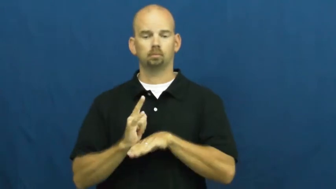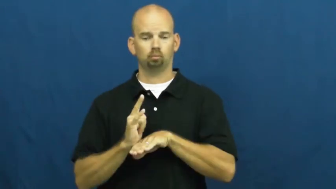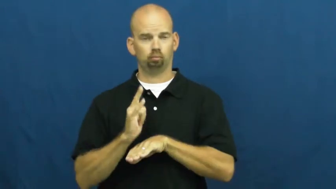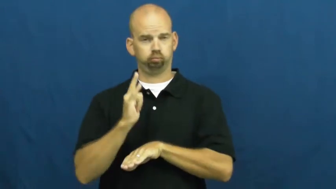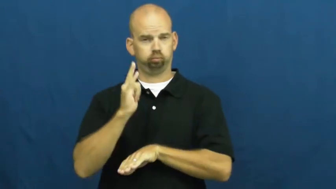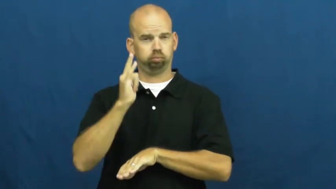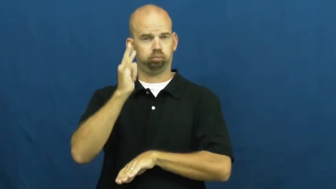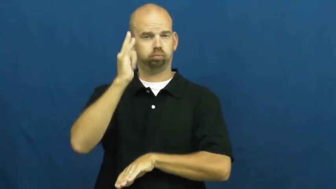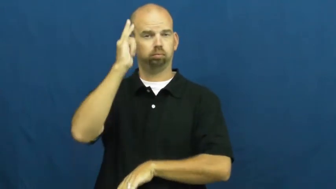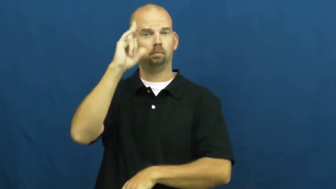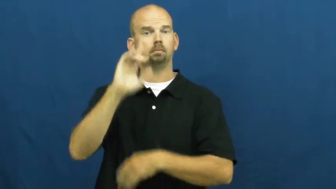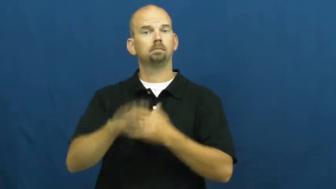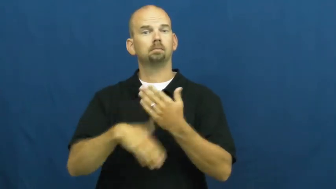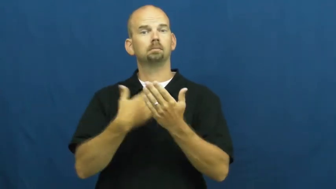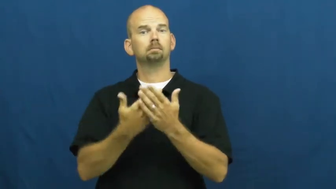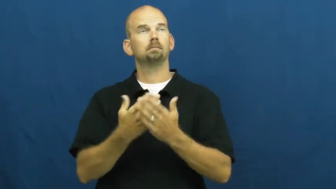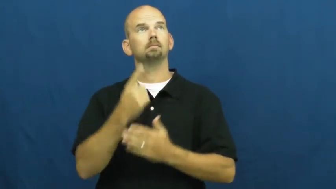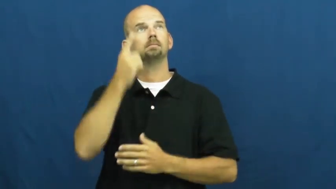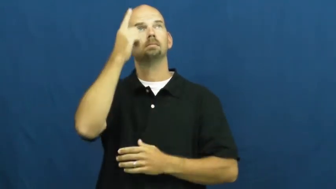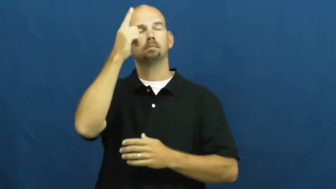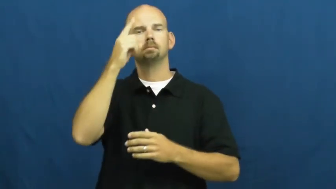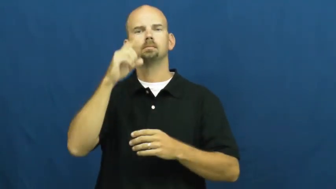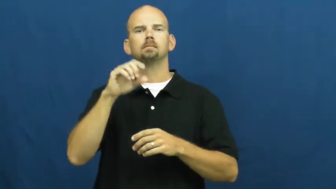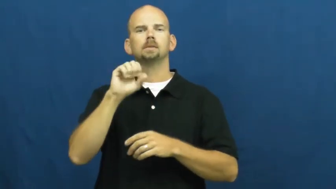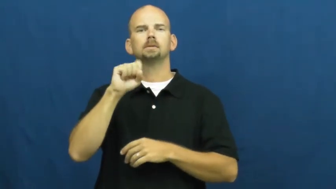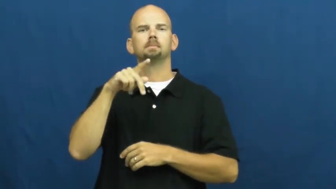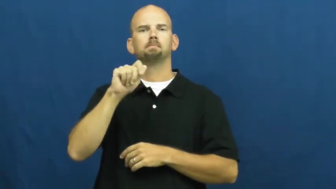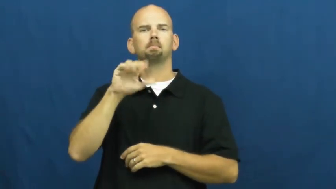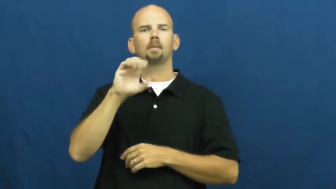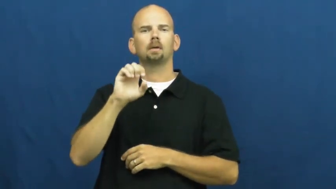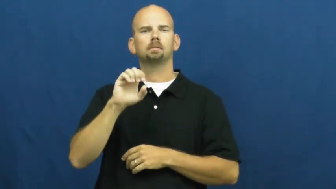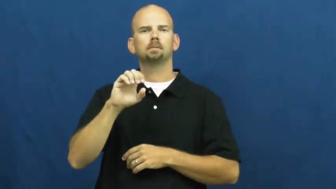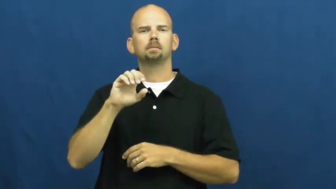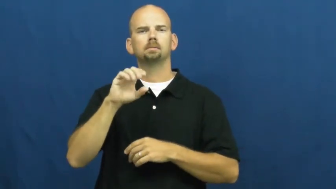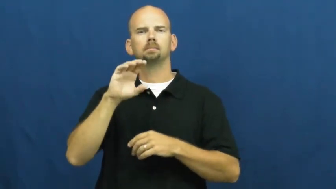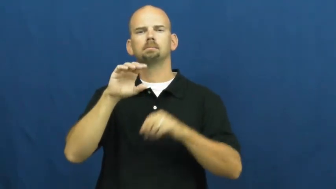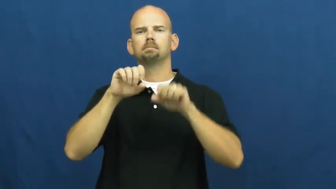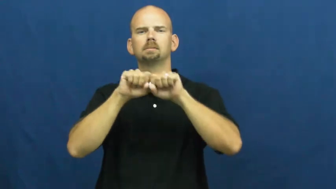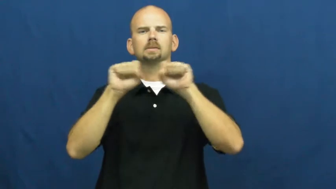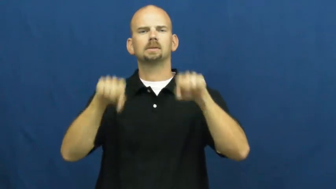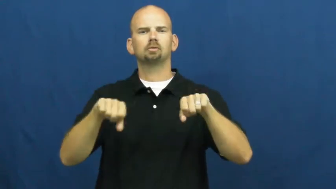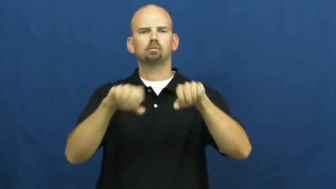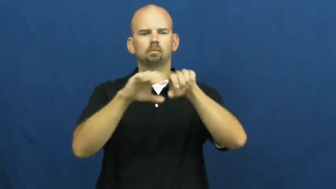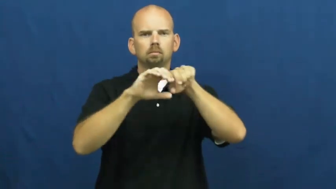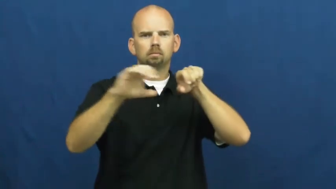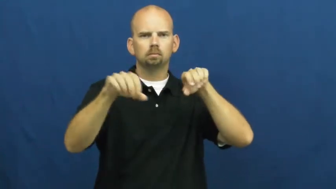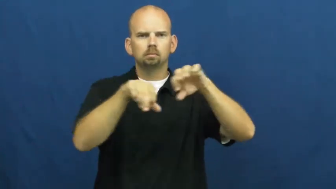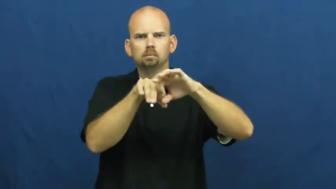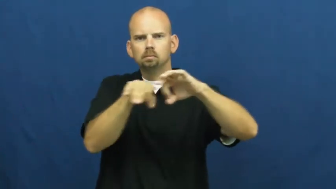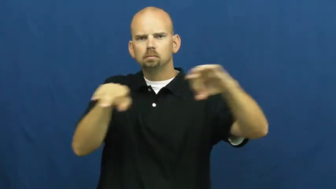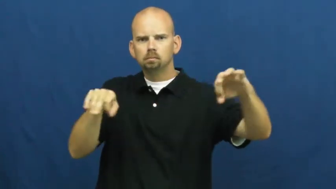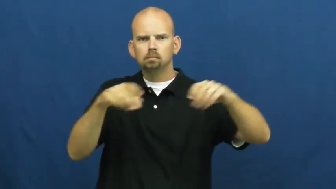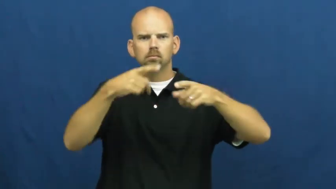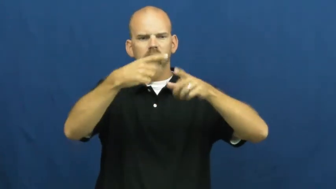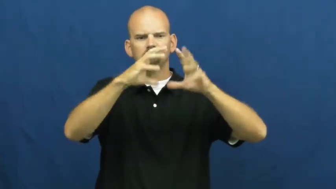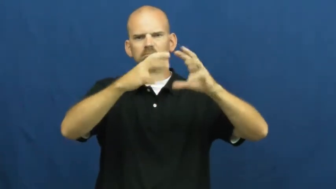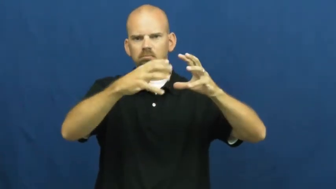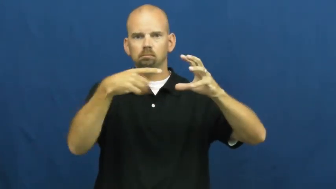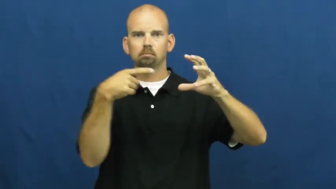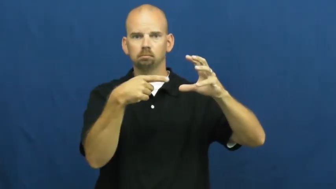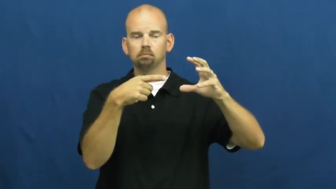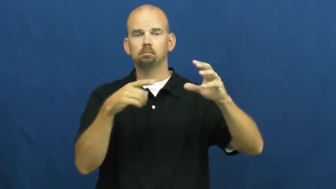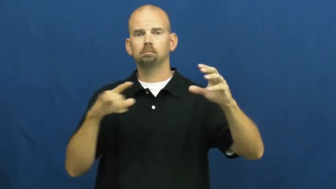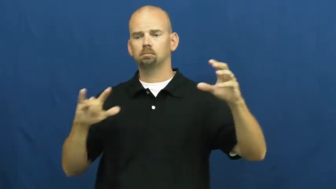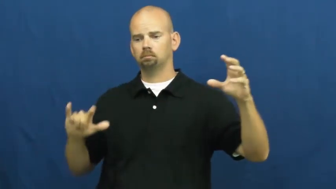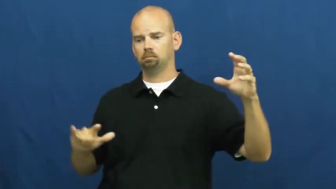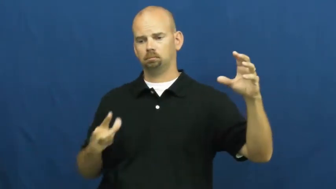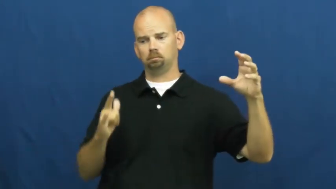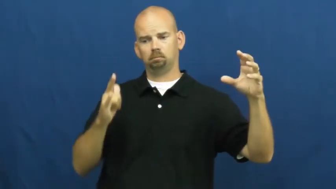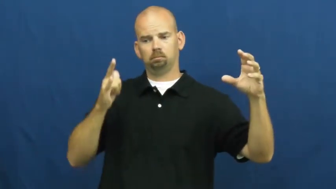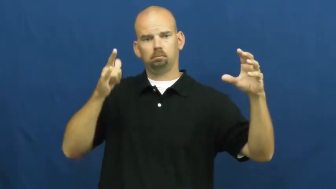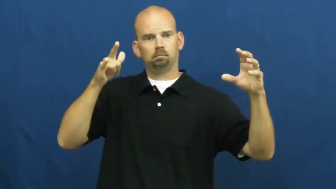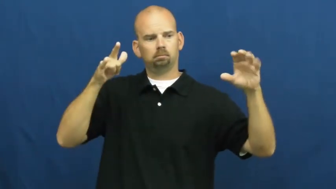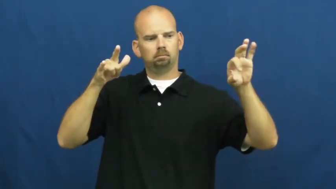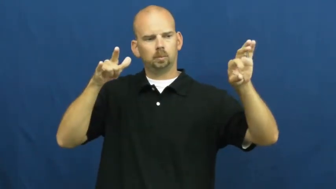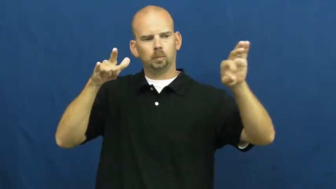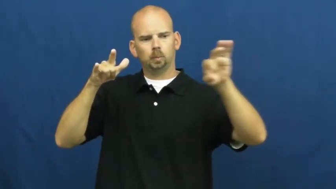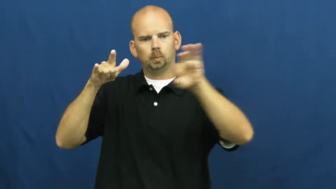dock-shuttle